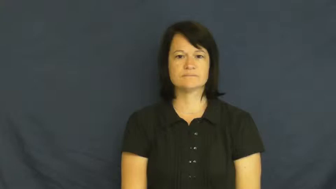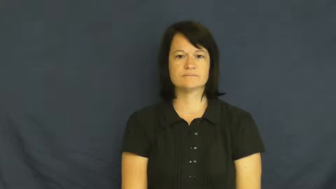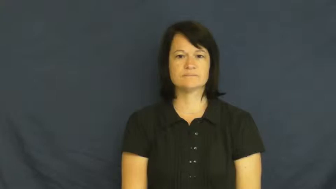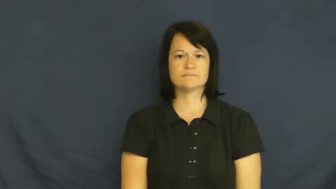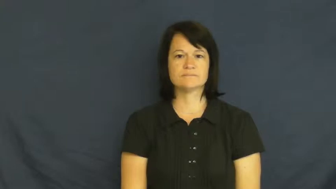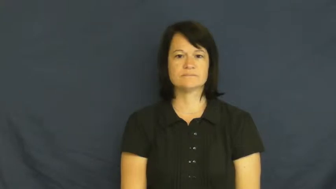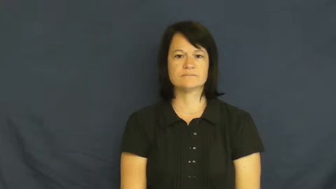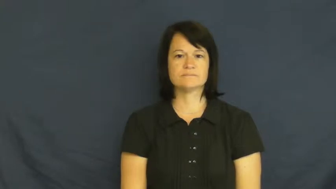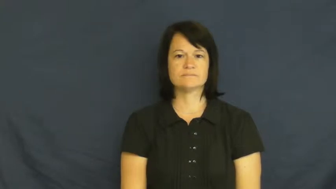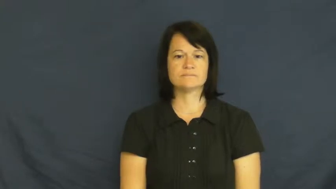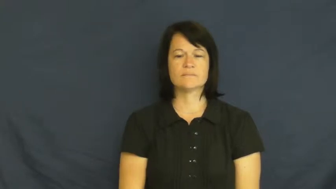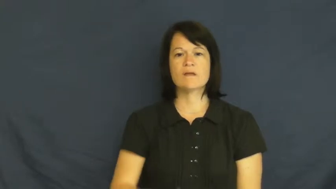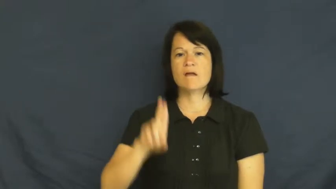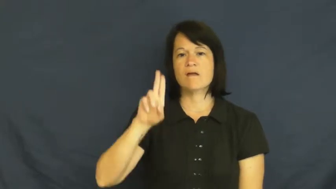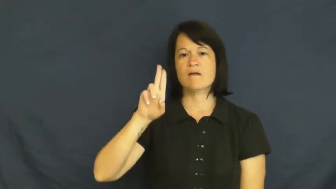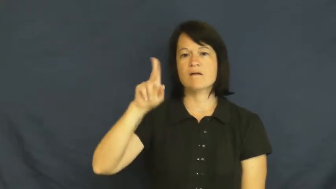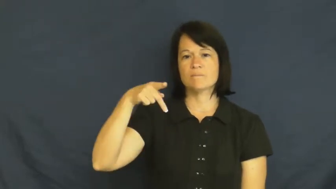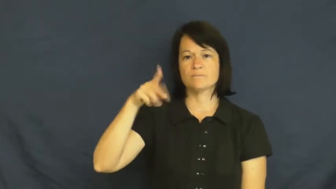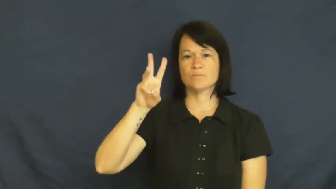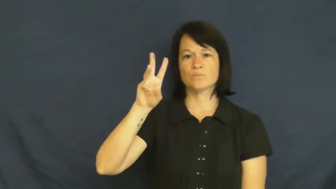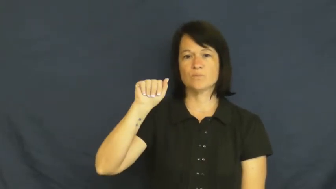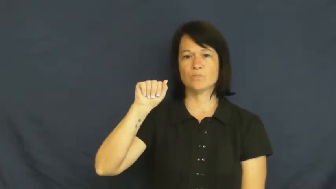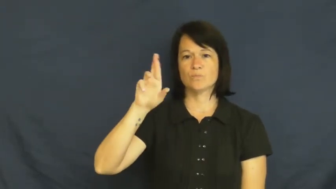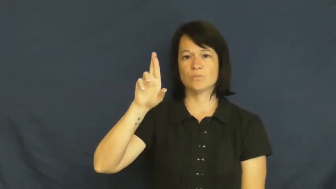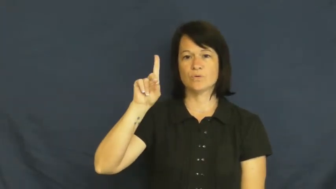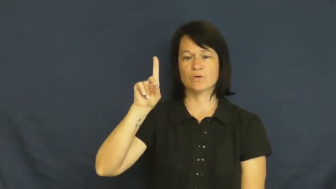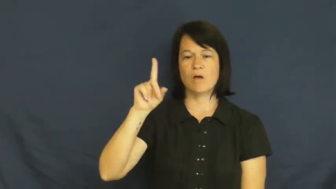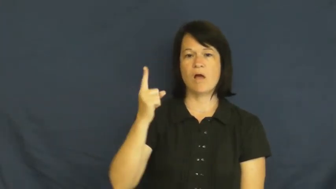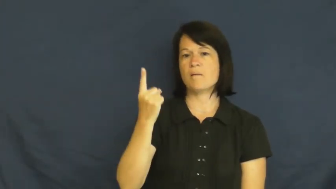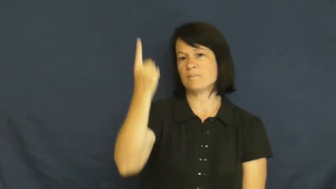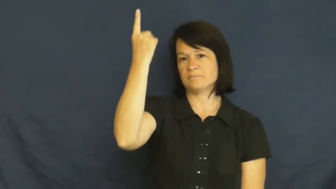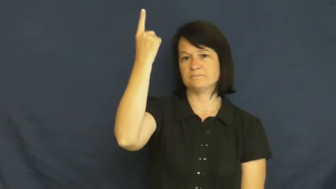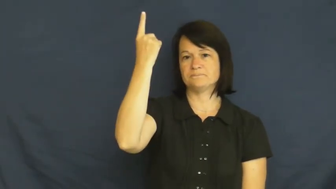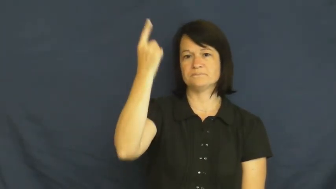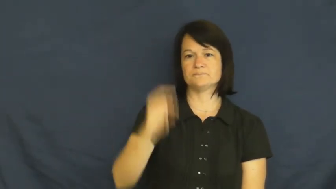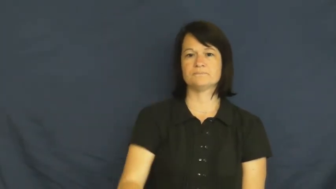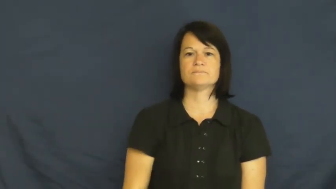upward